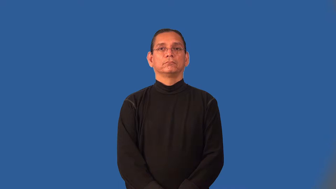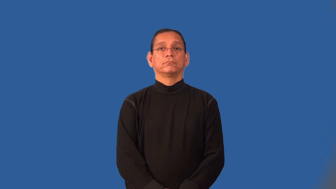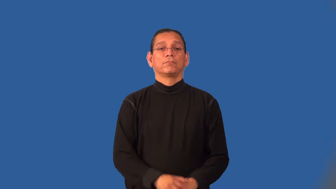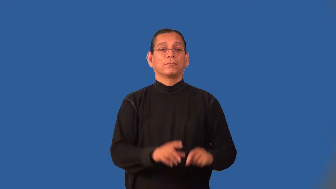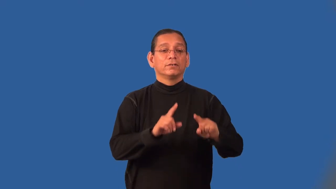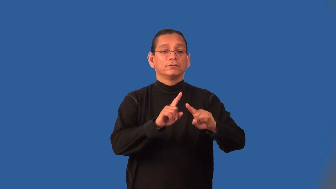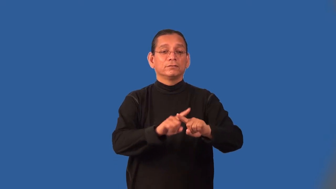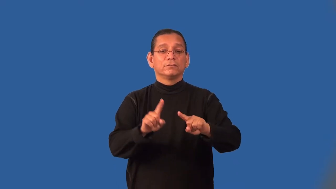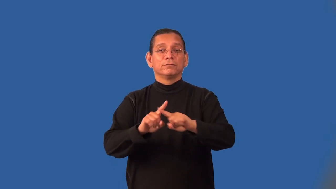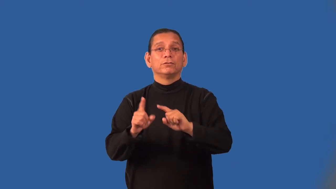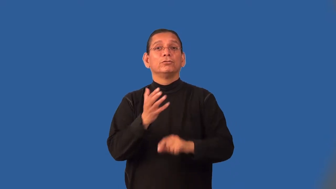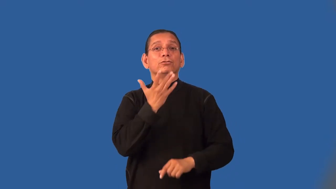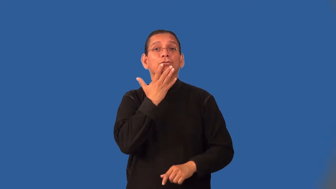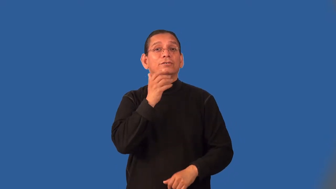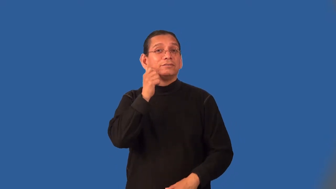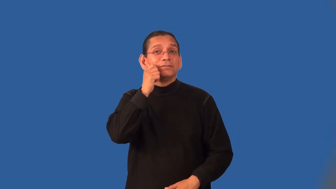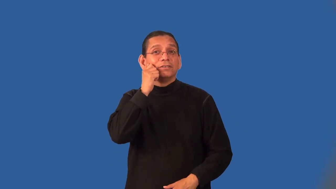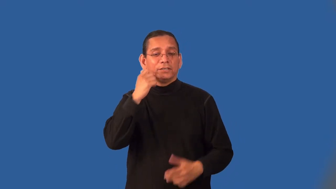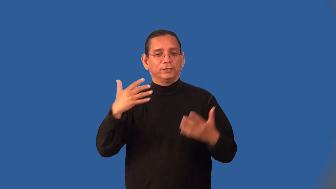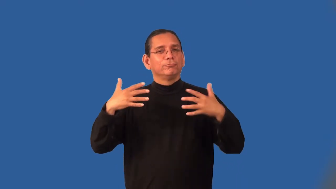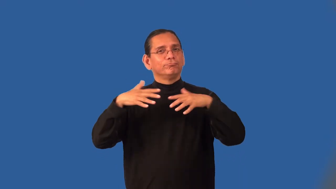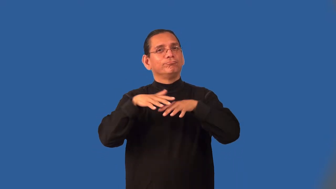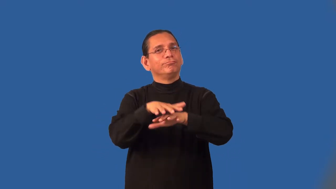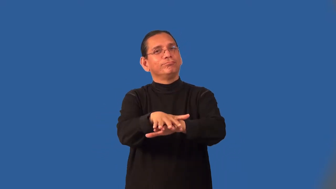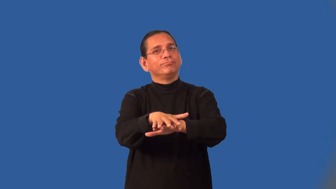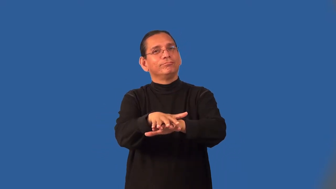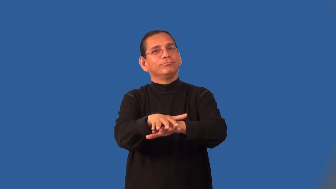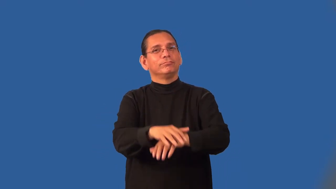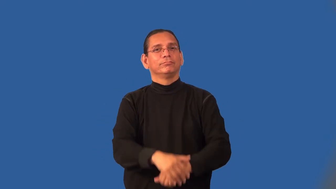interracial